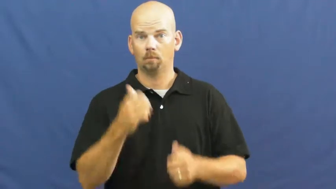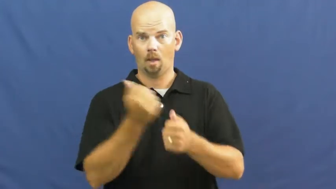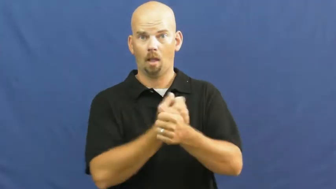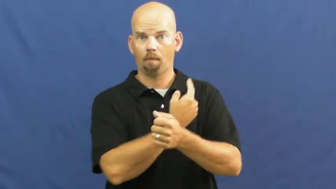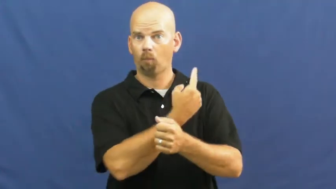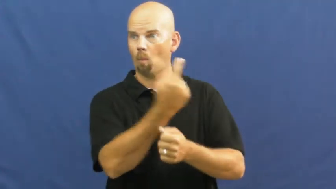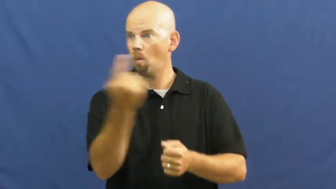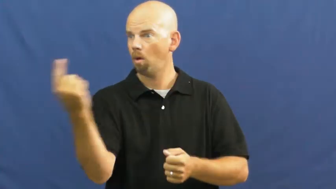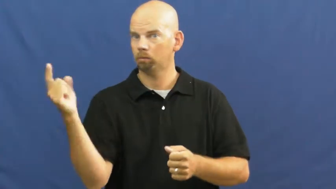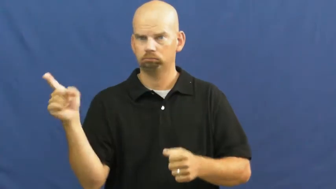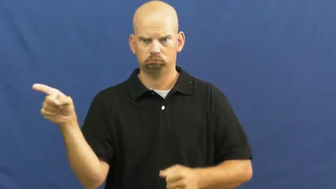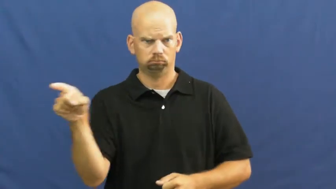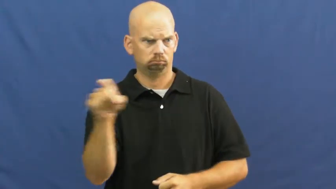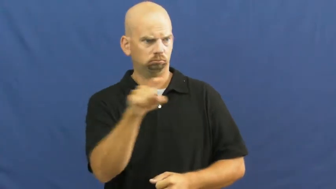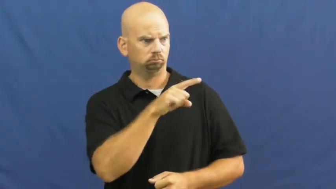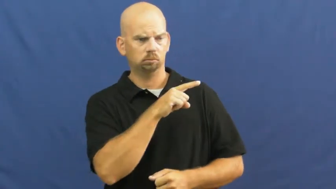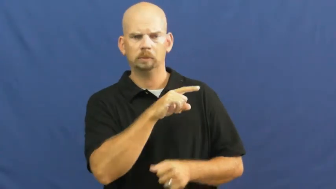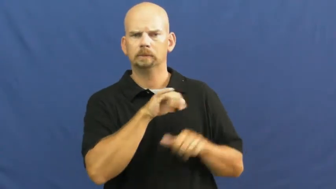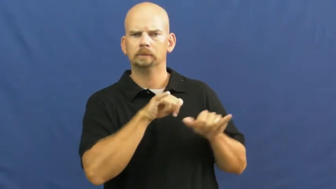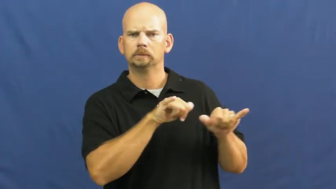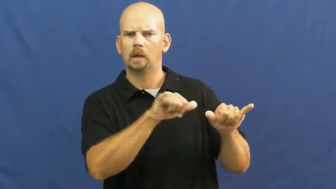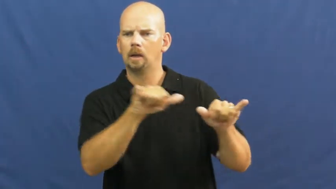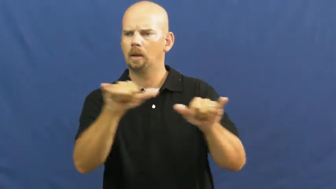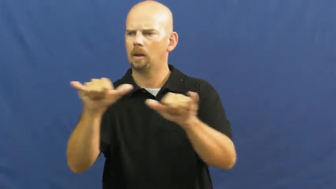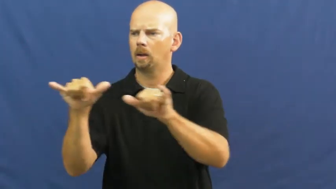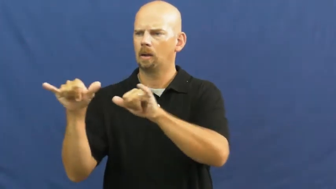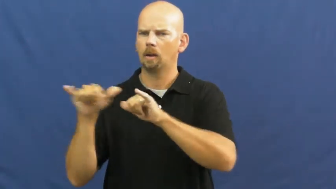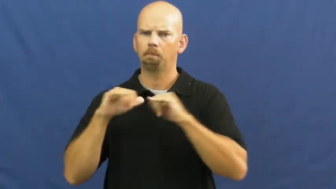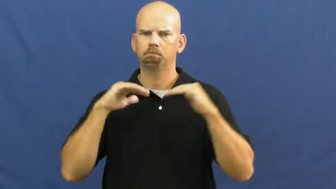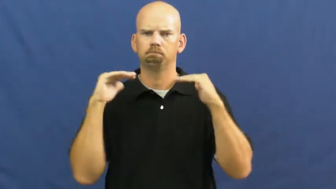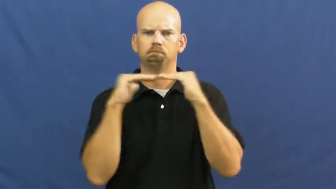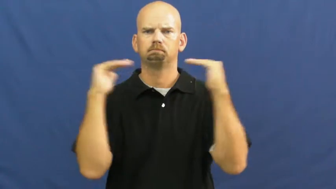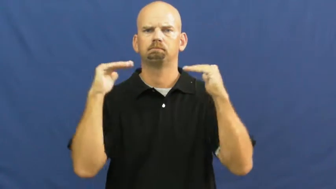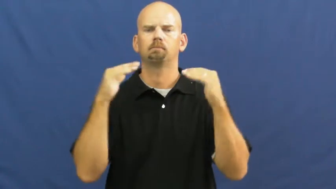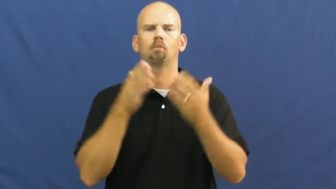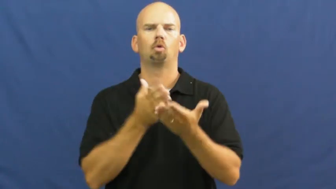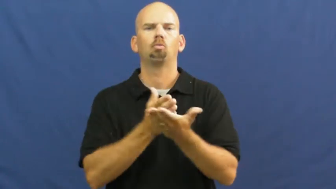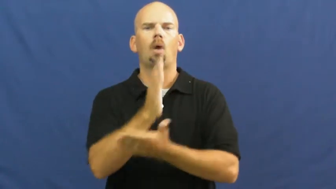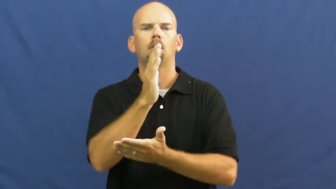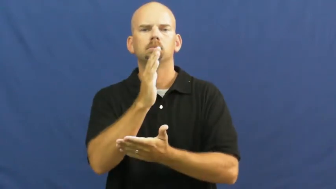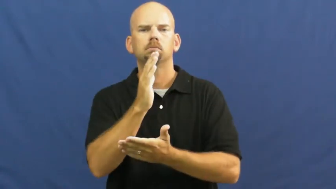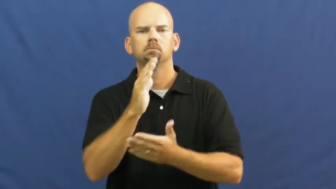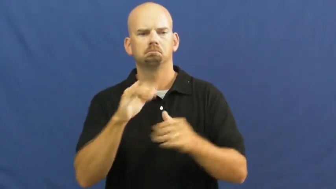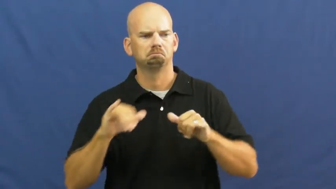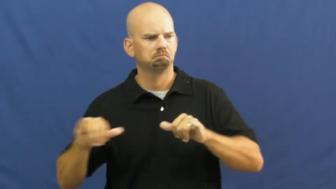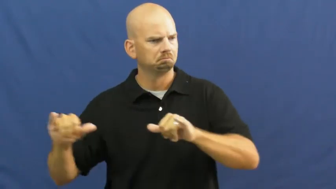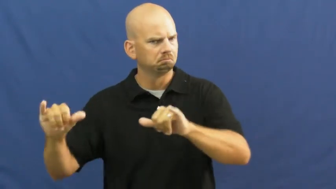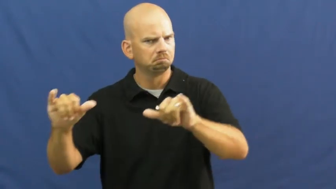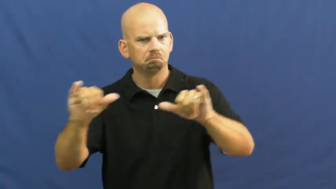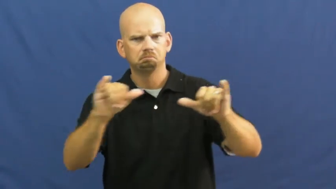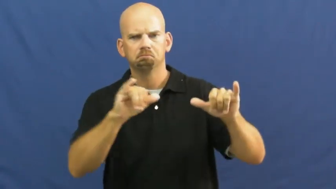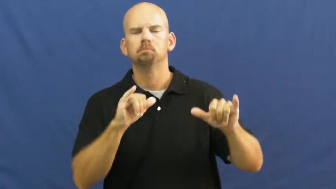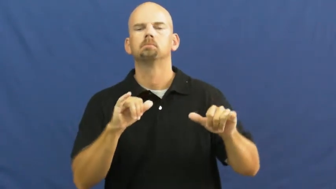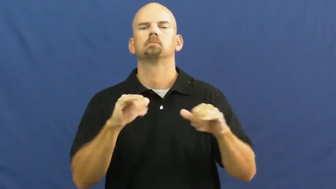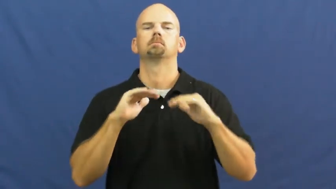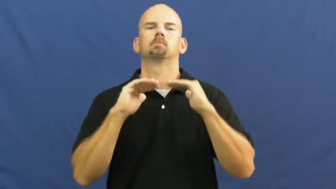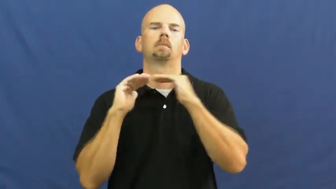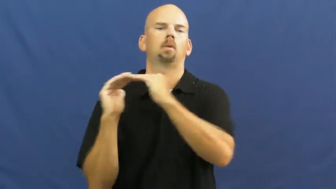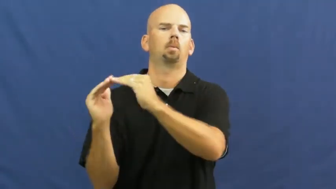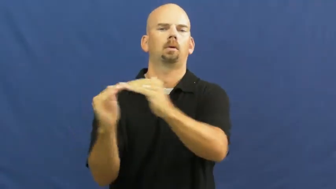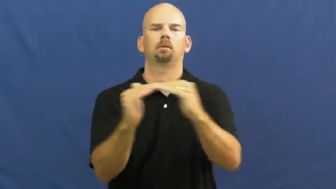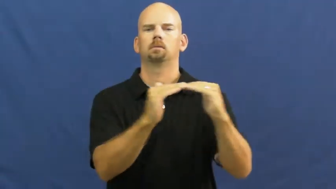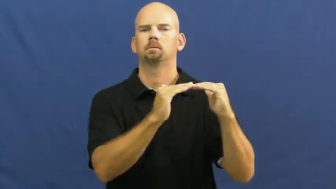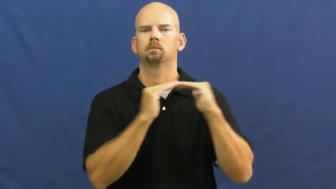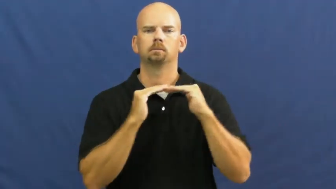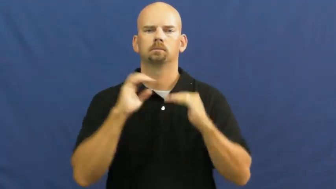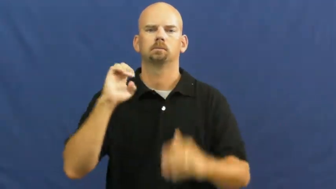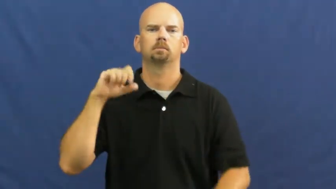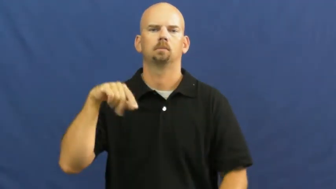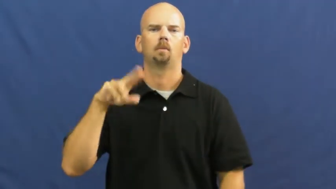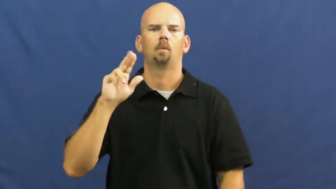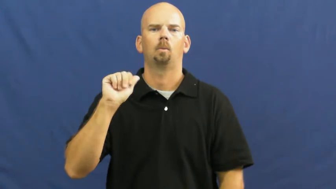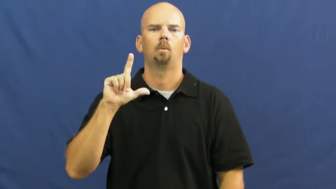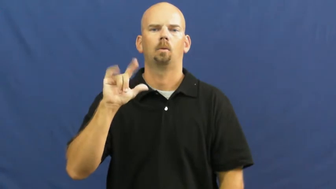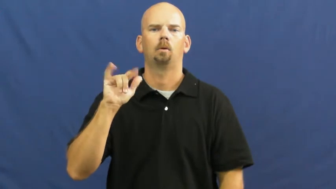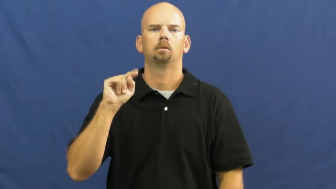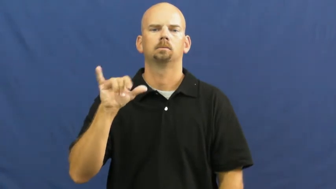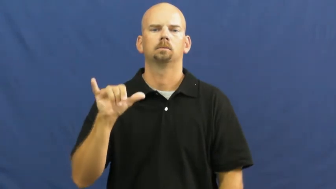equality,egalitarian